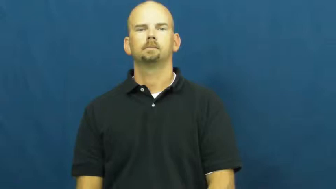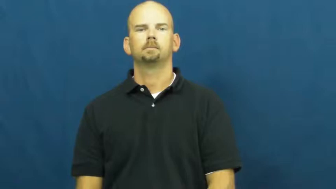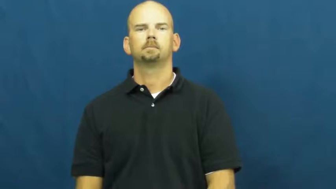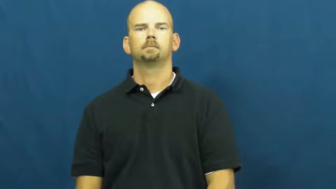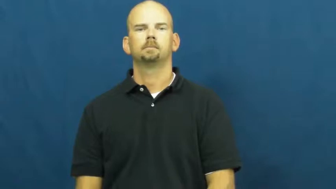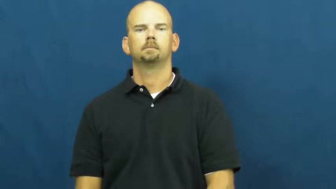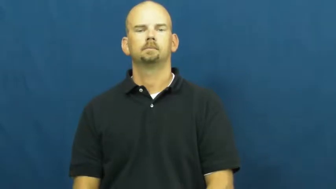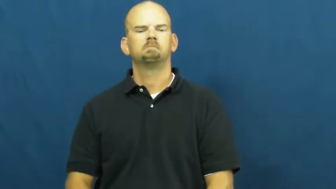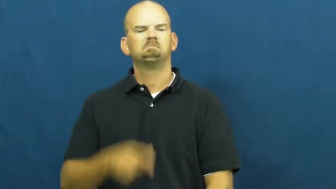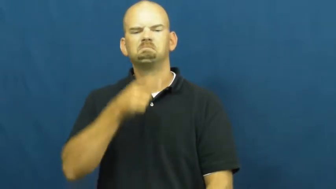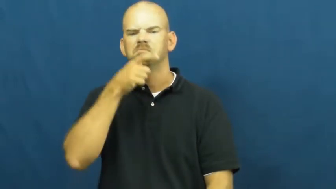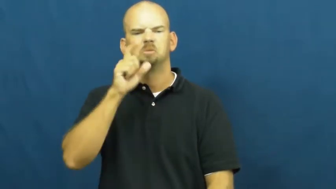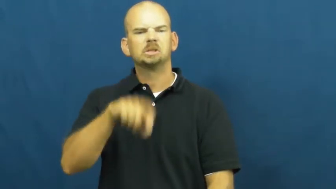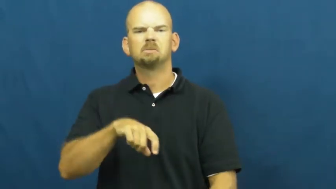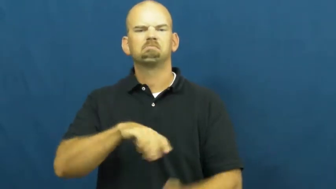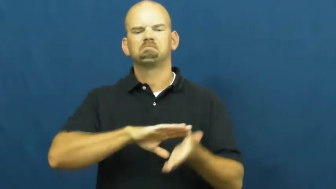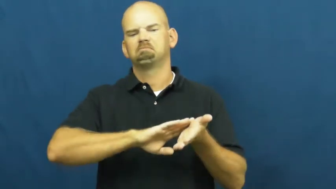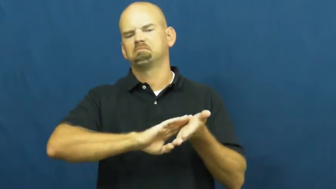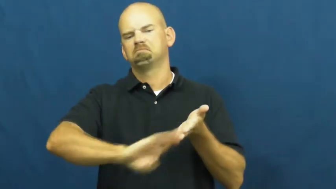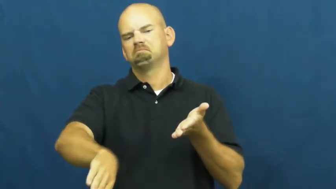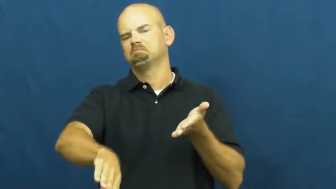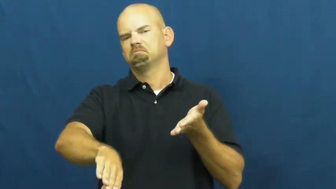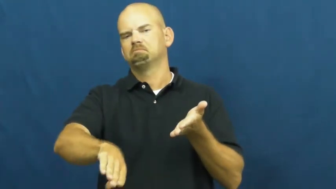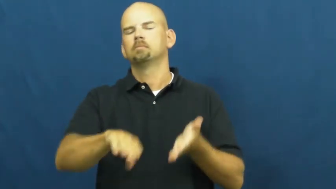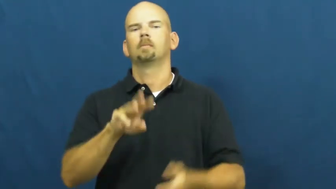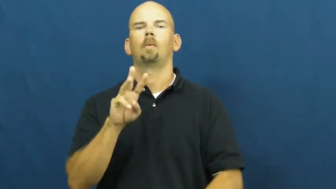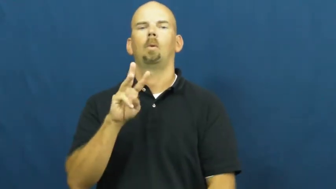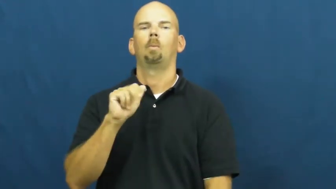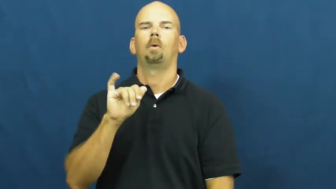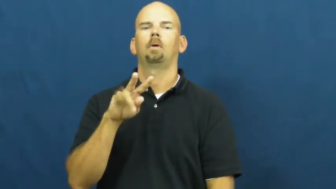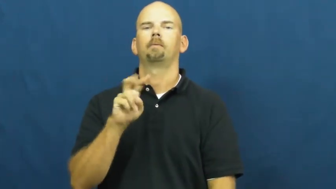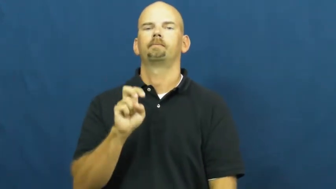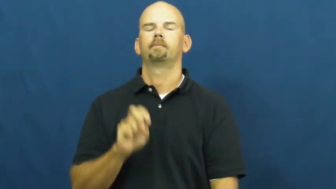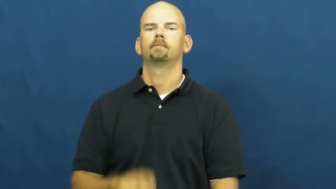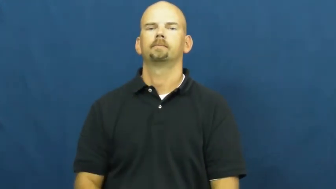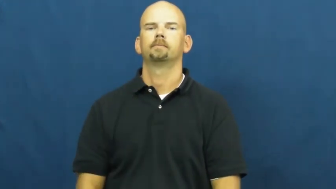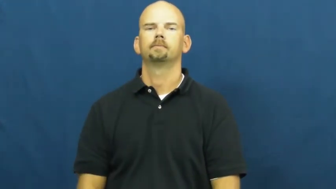waive